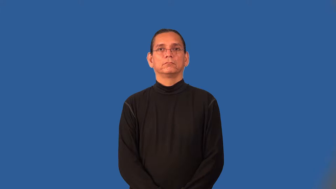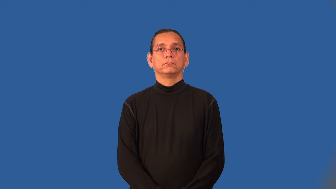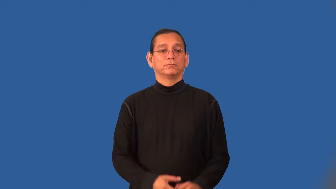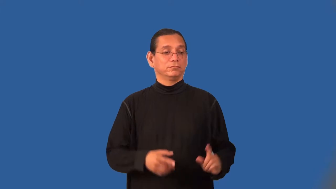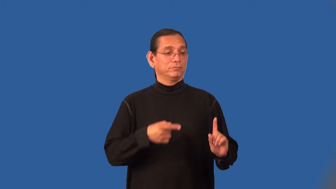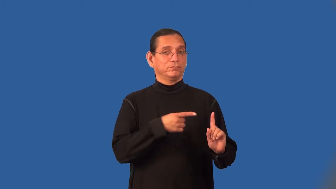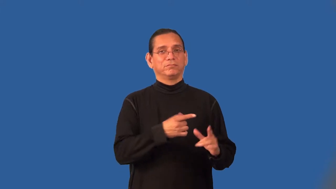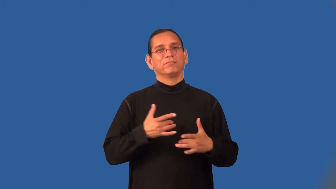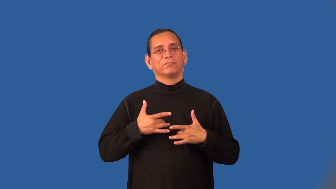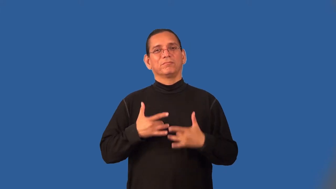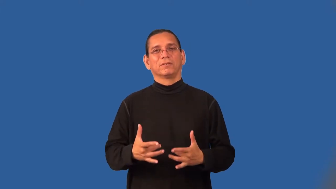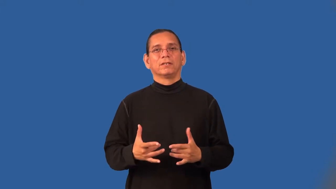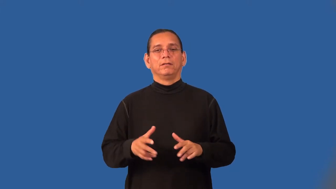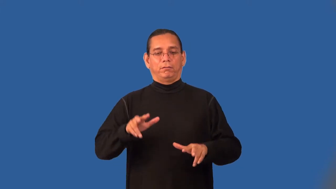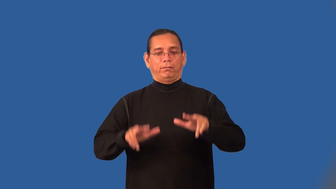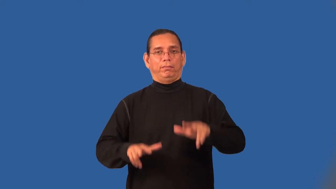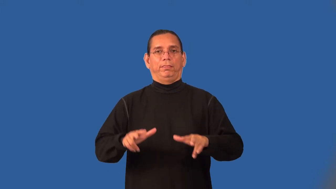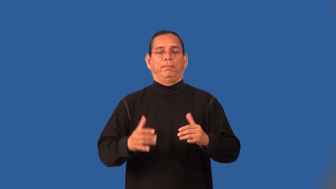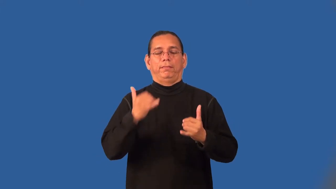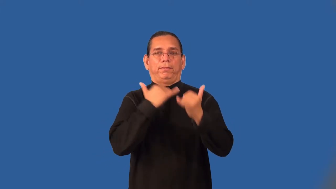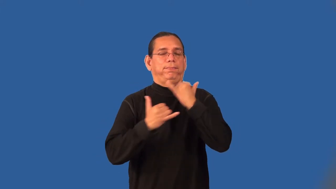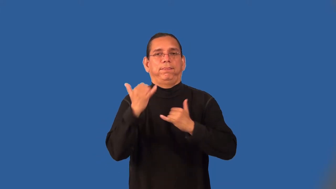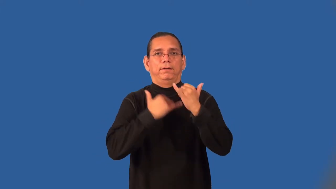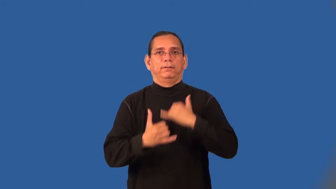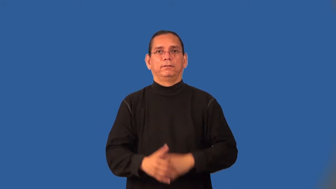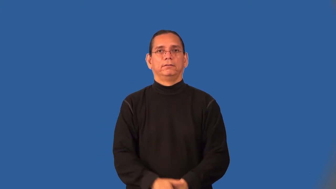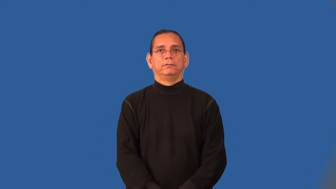bumbler,bungler,fumbler